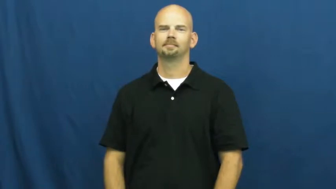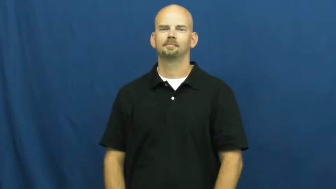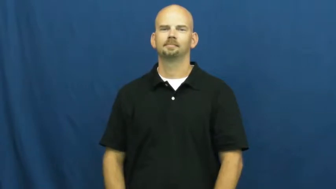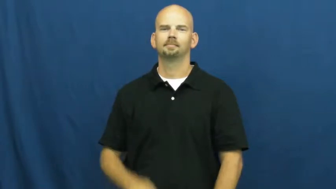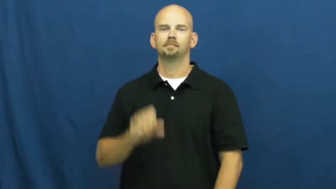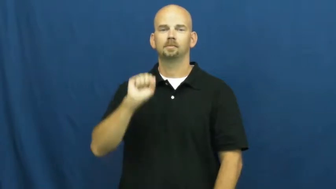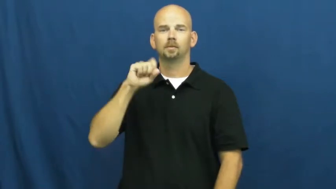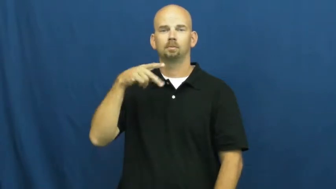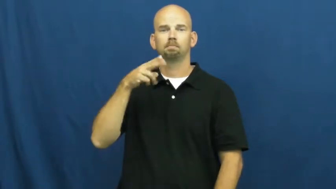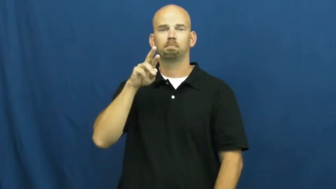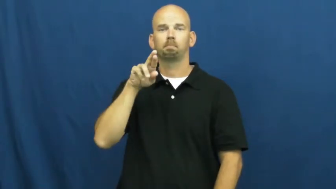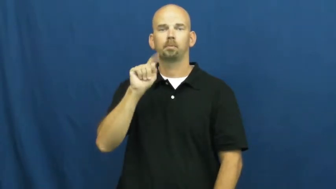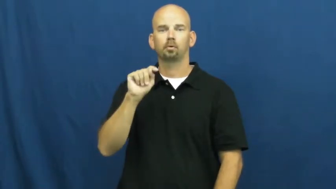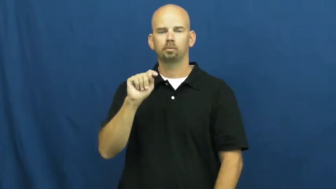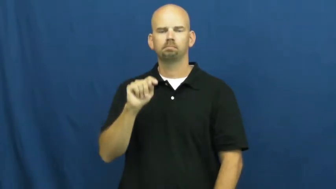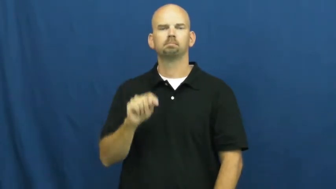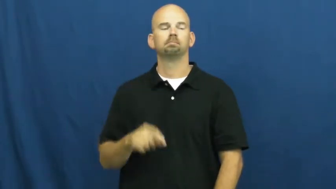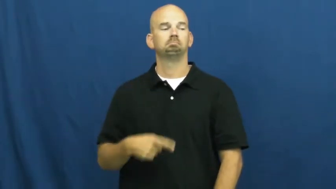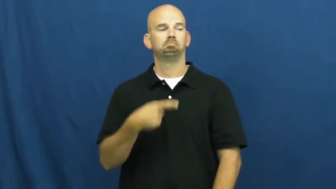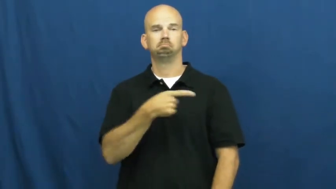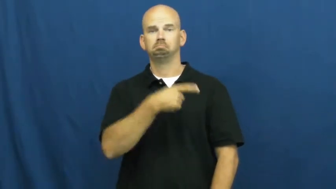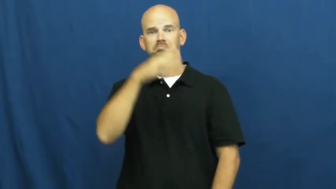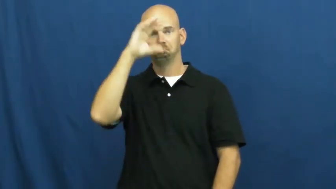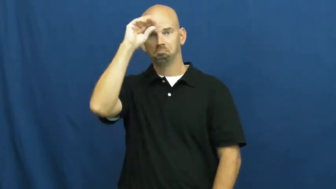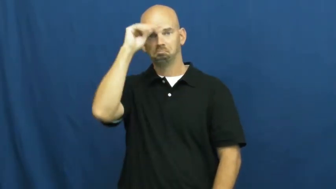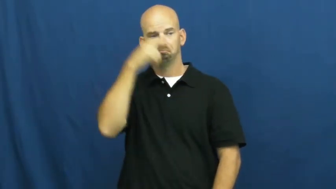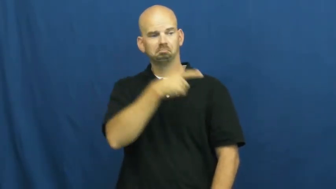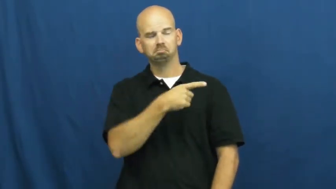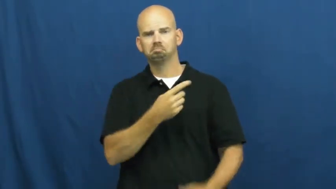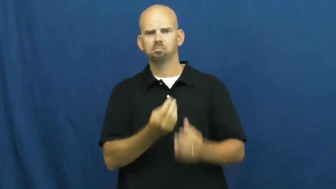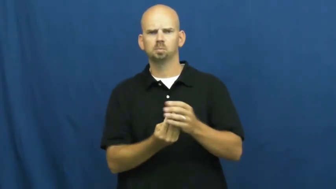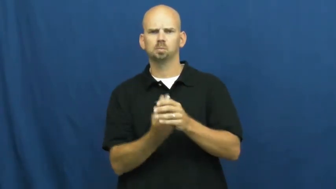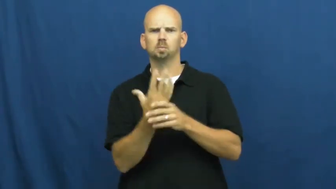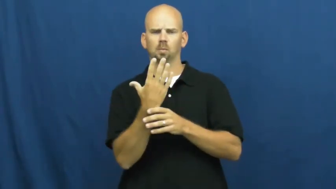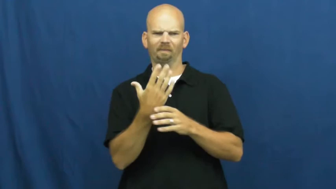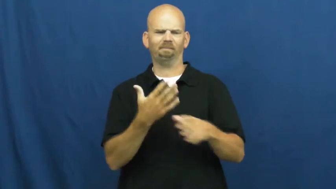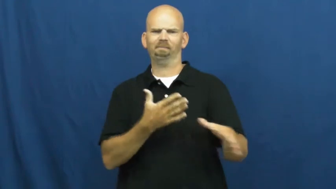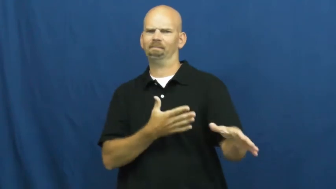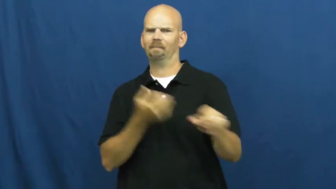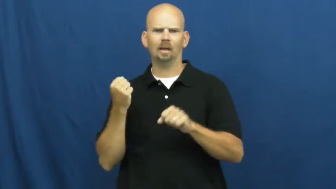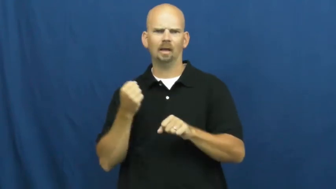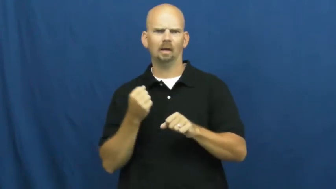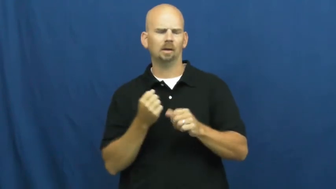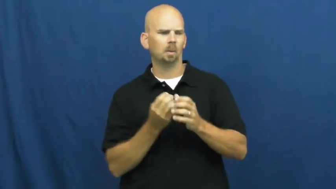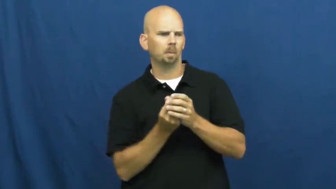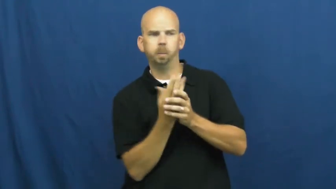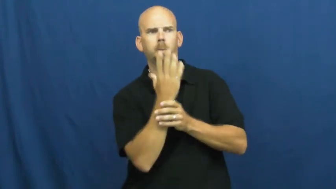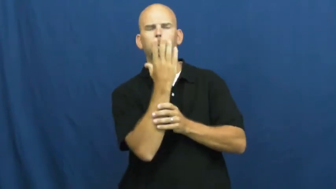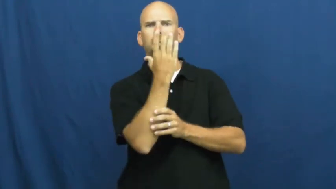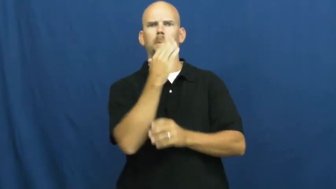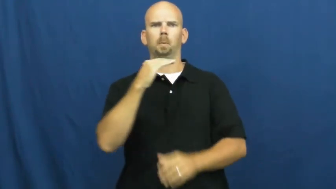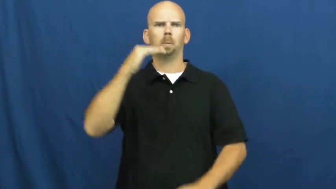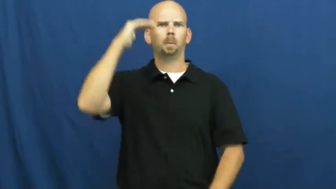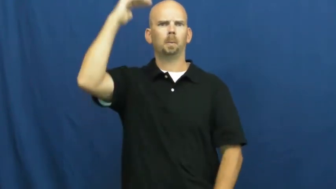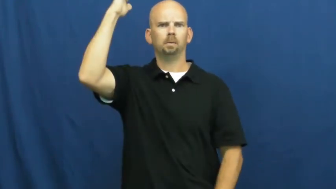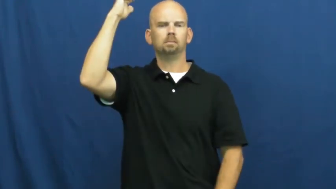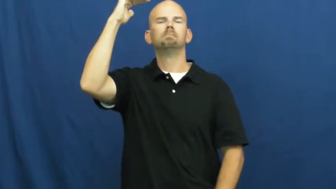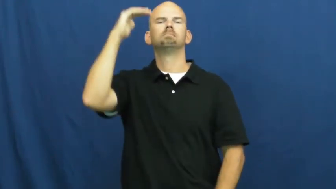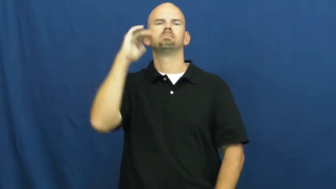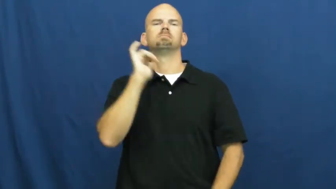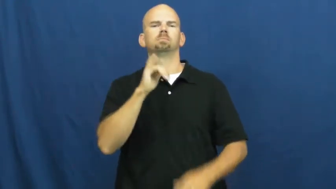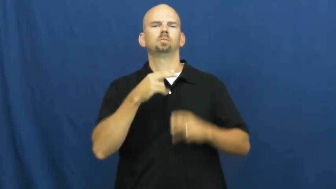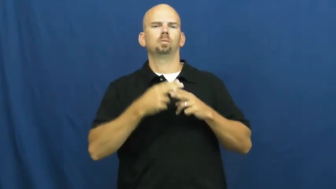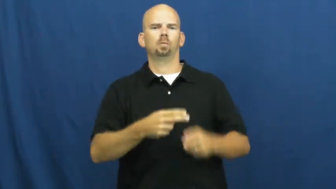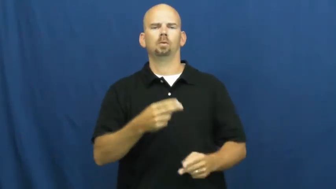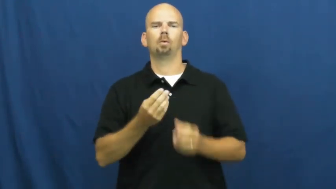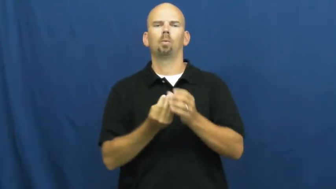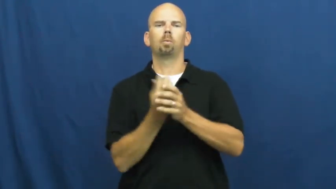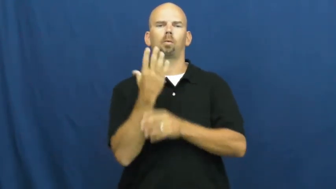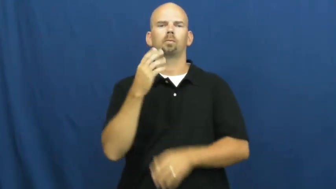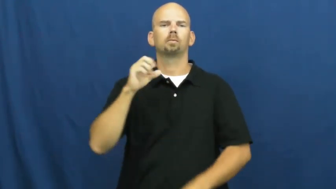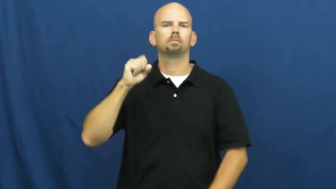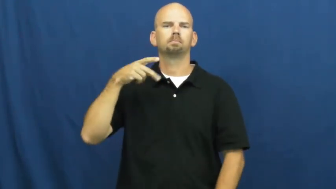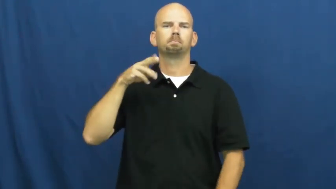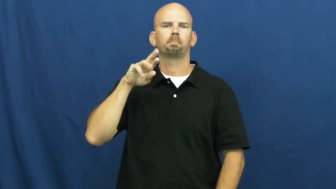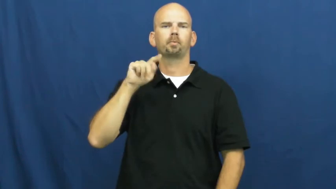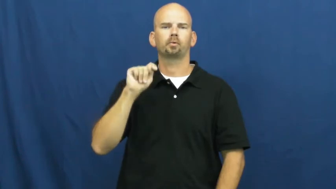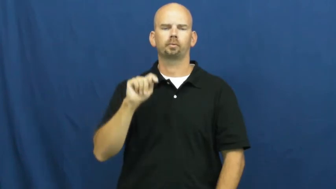spurt-growth